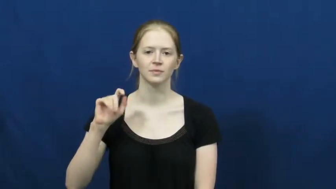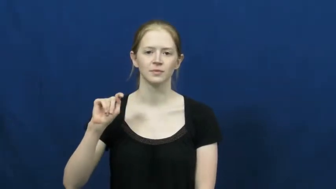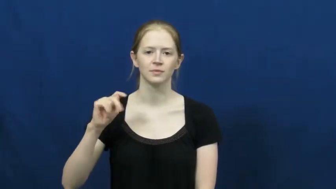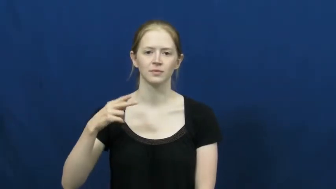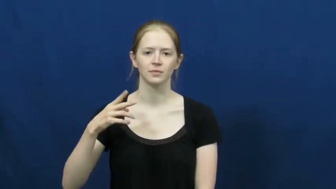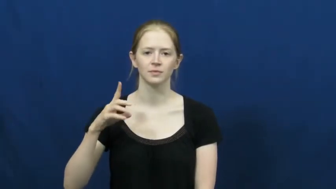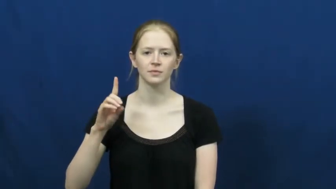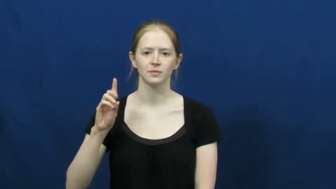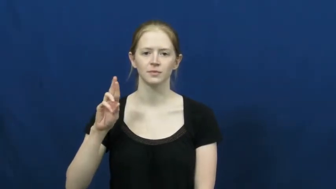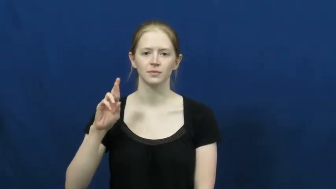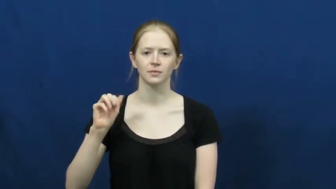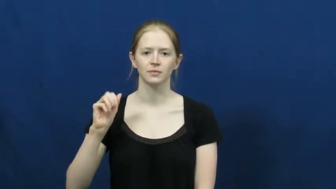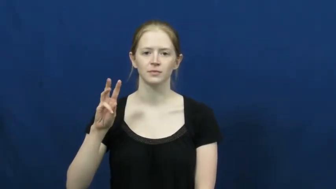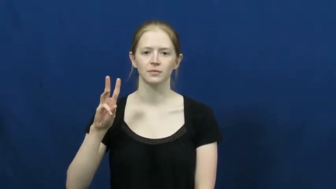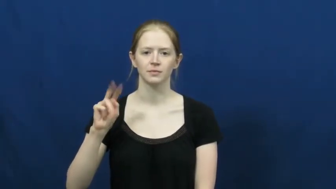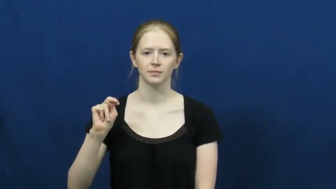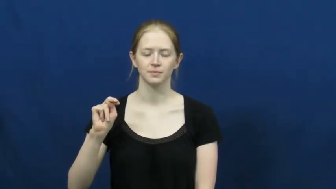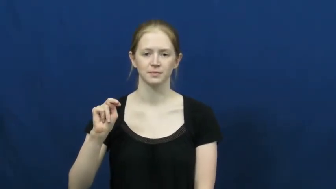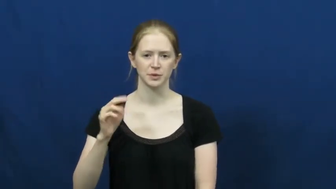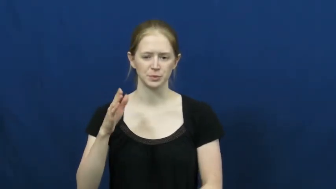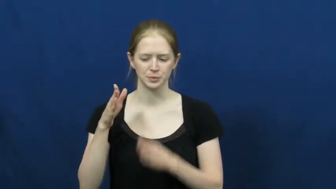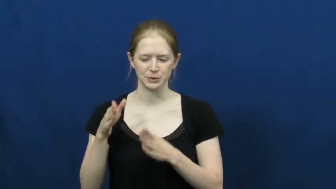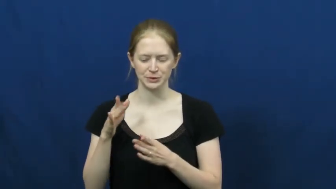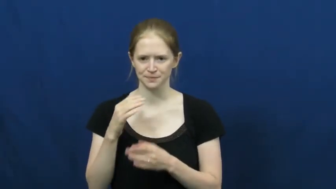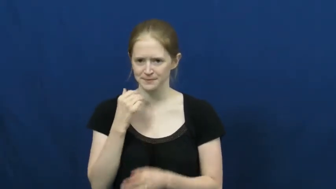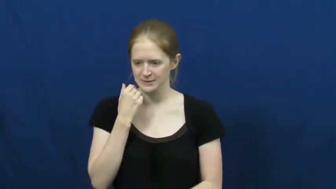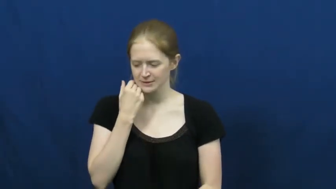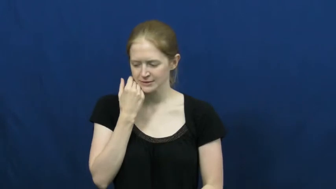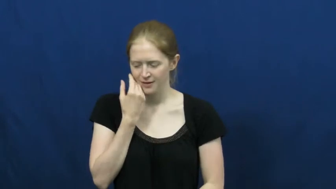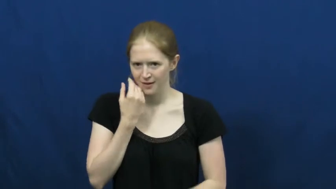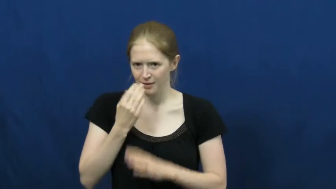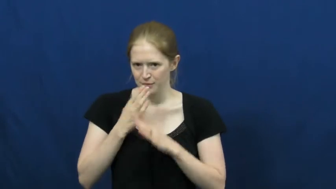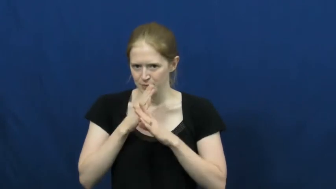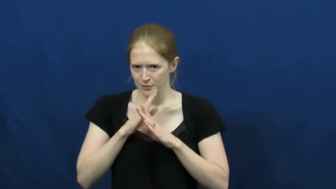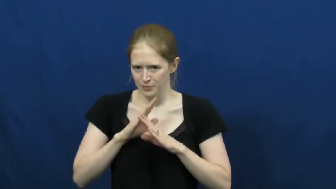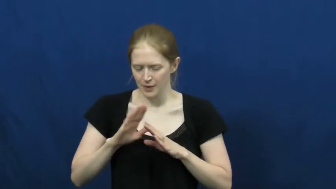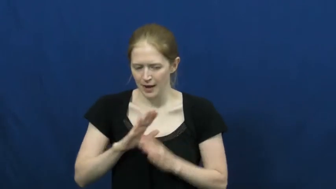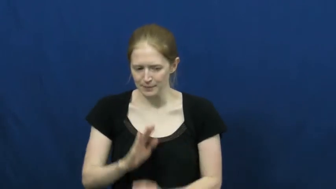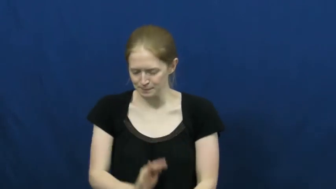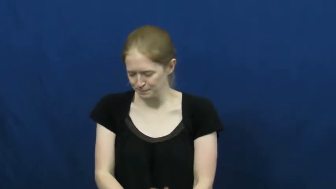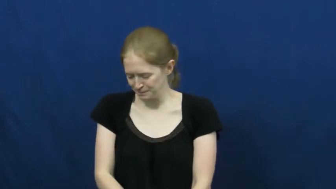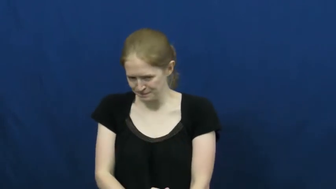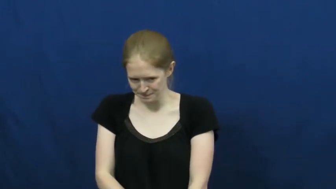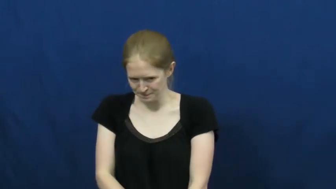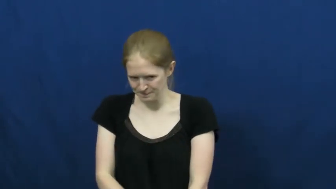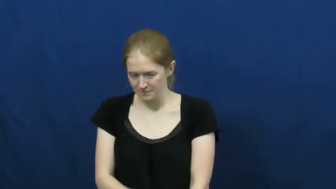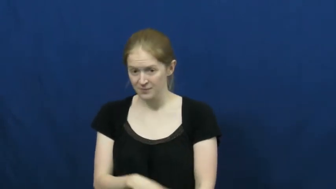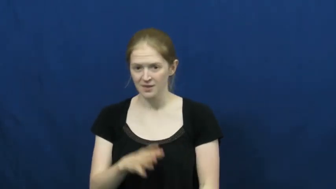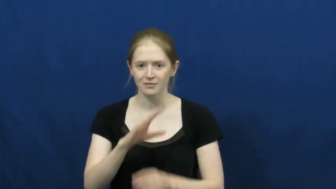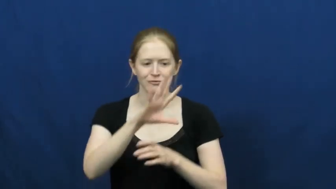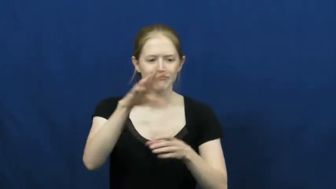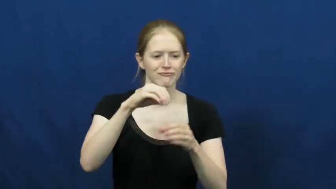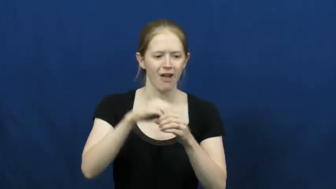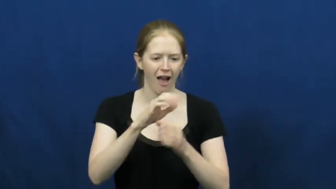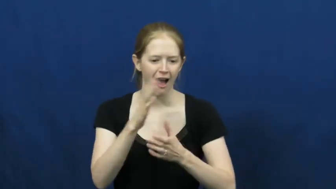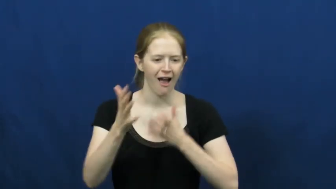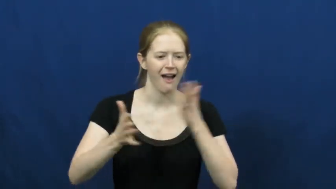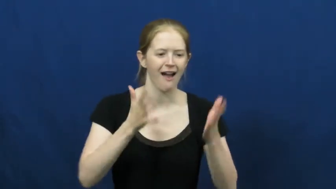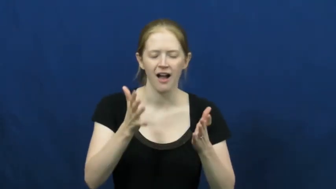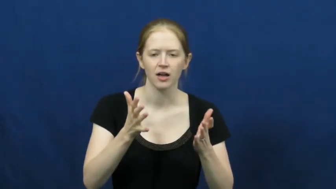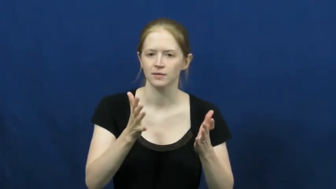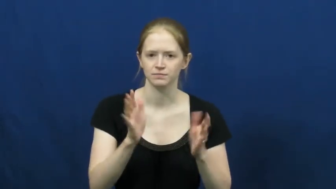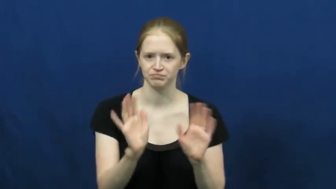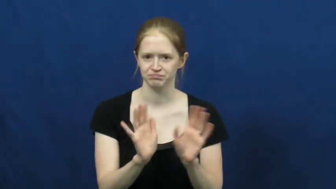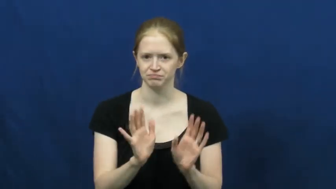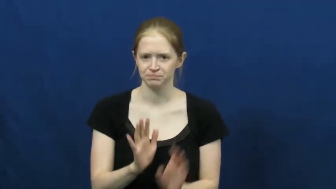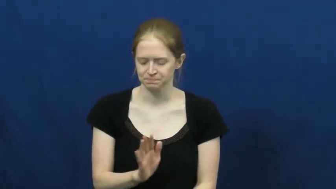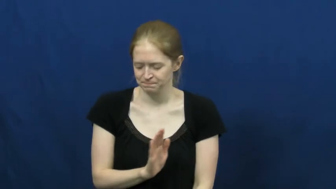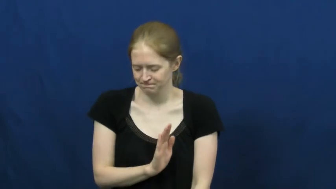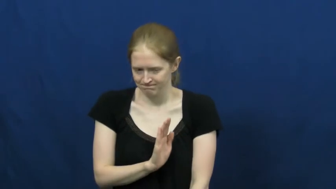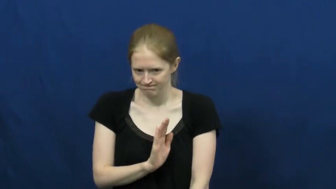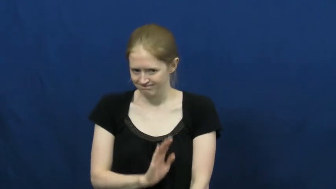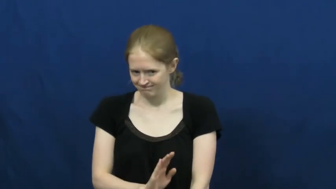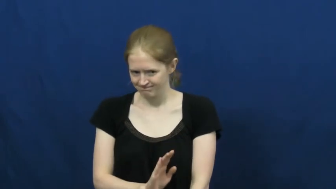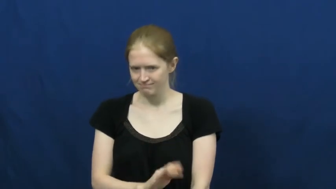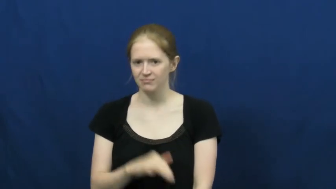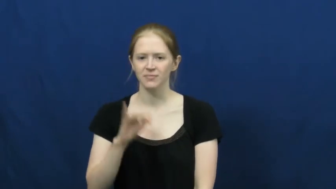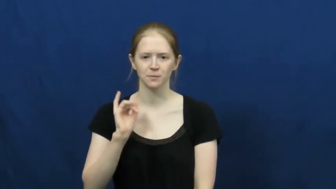withdraw-social